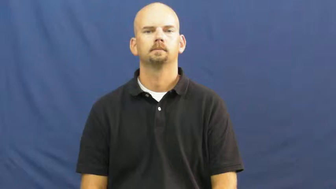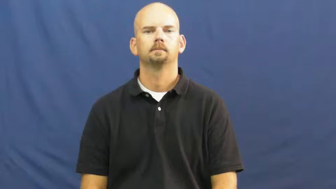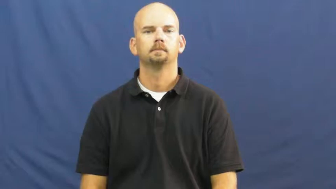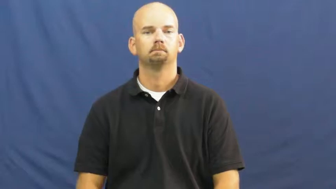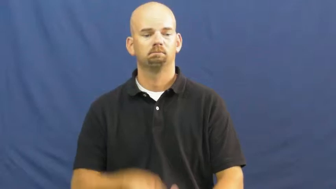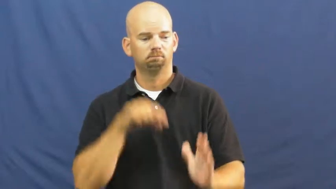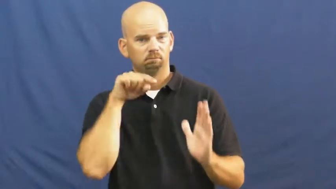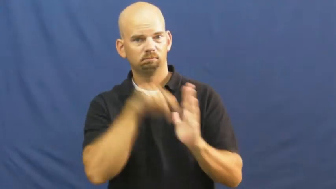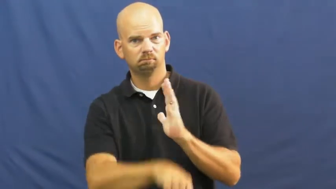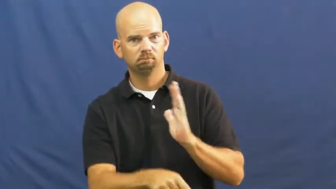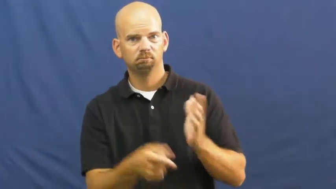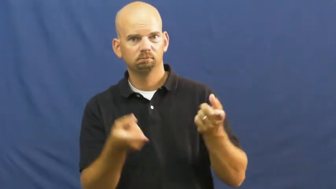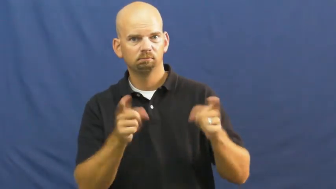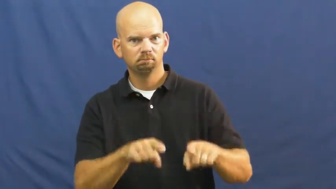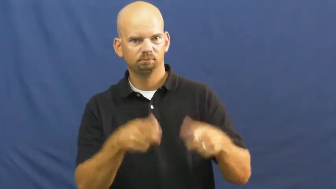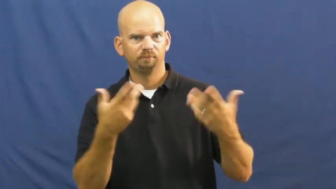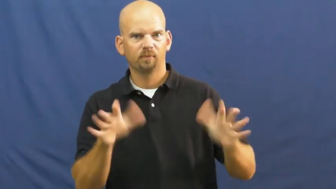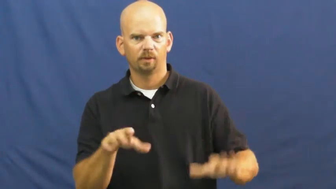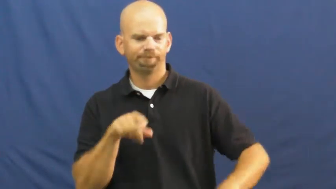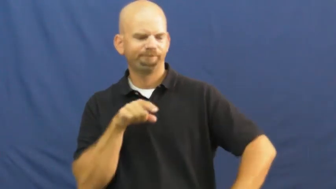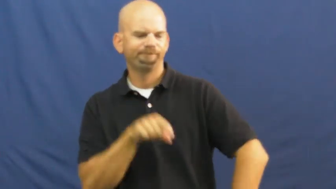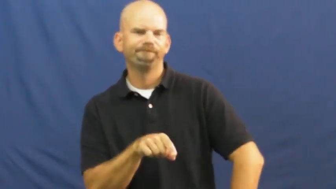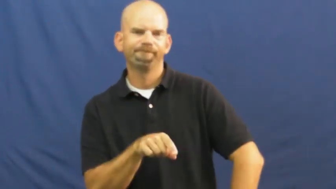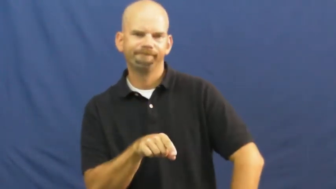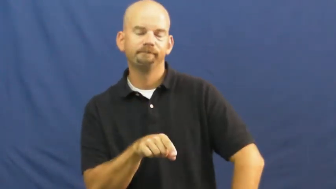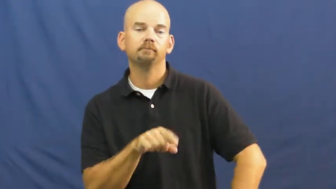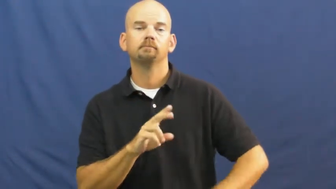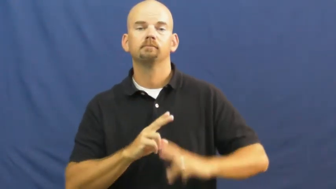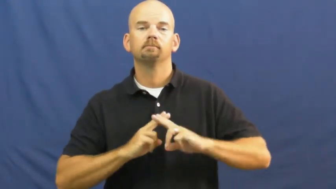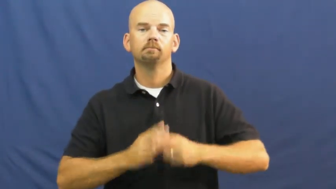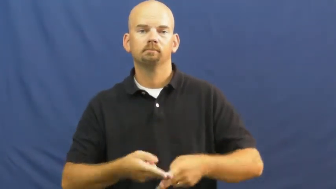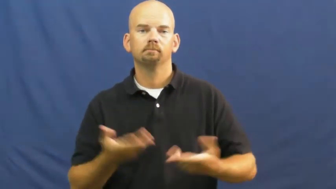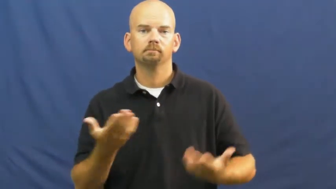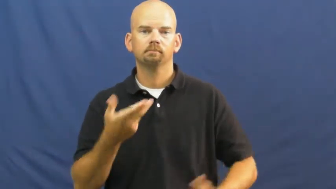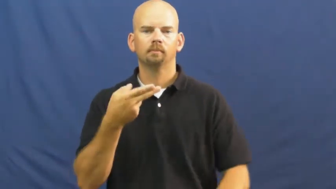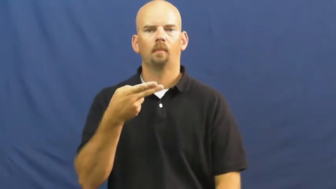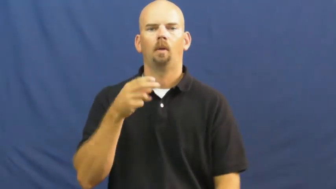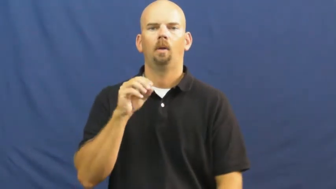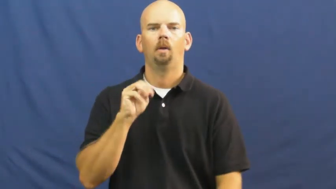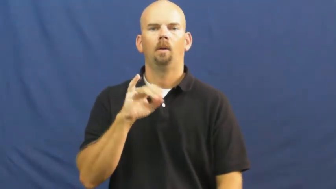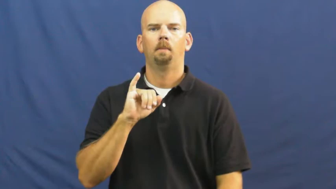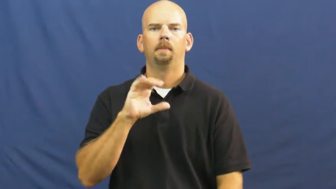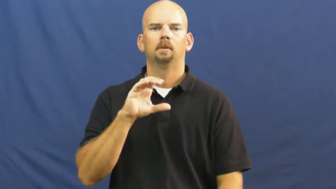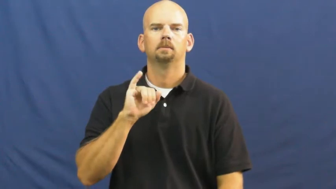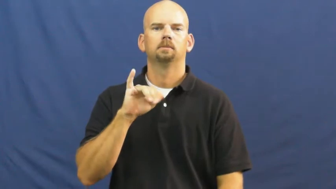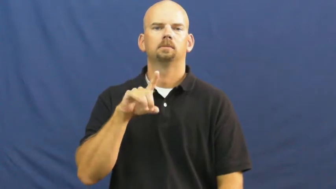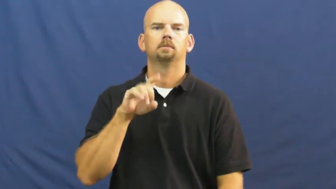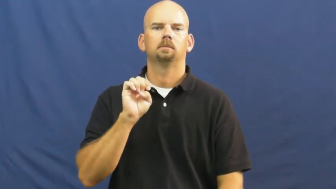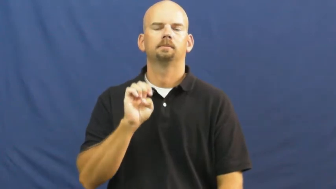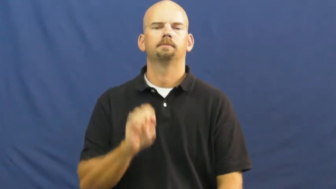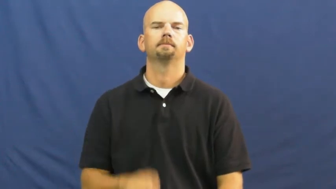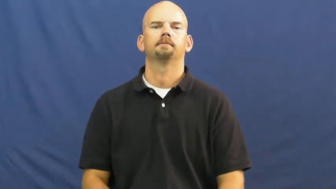homicide